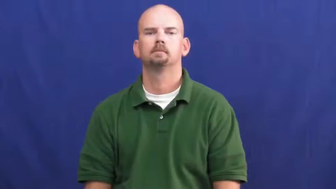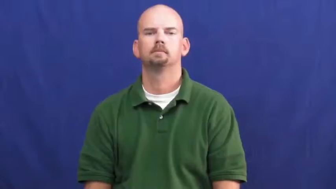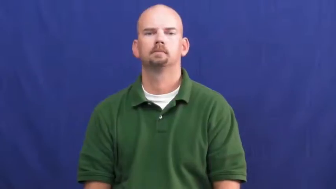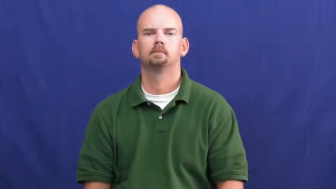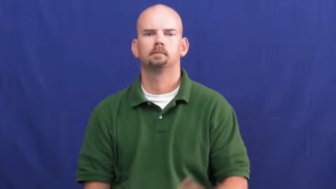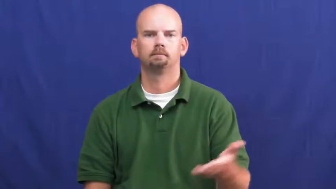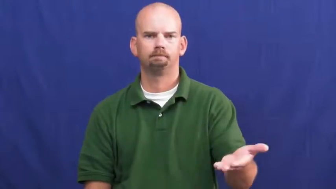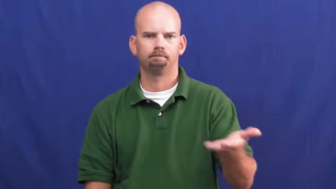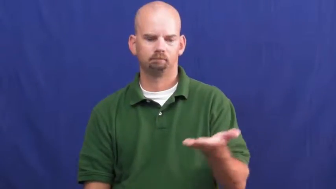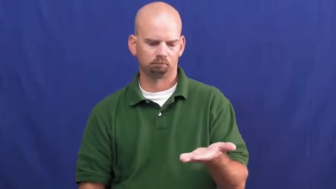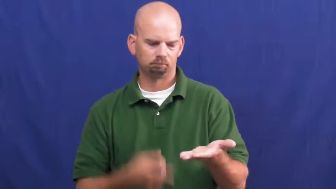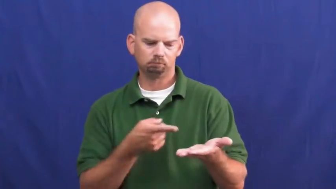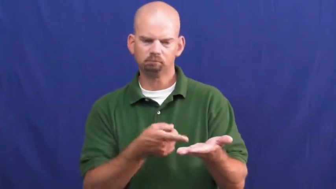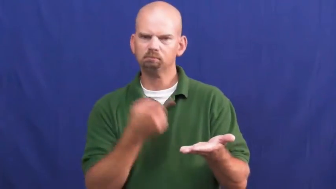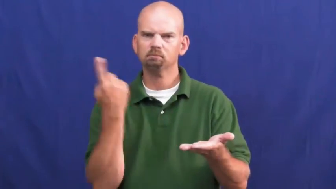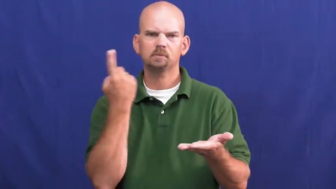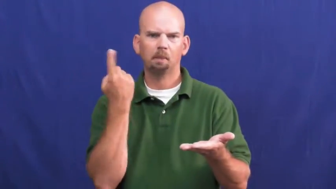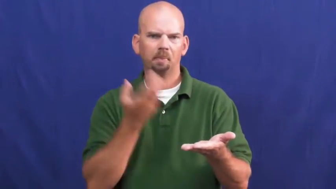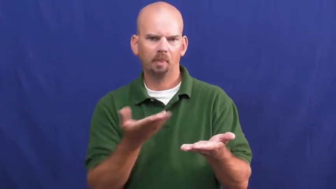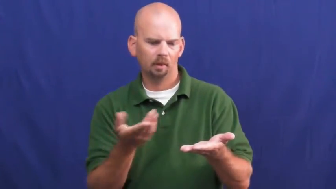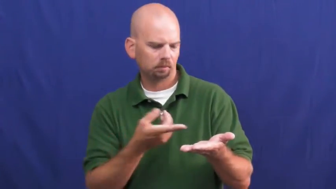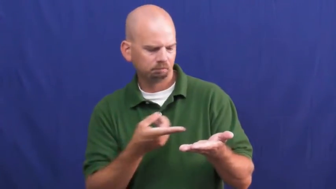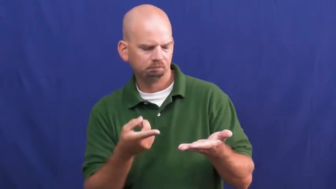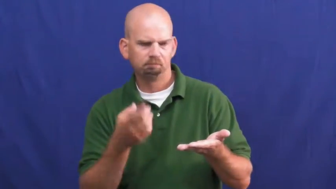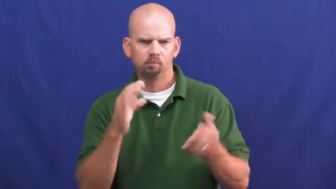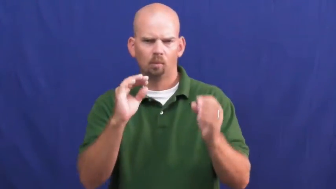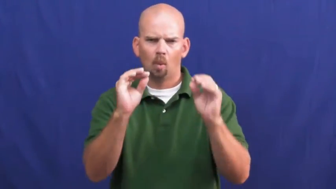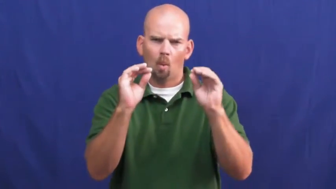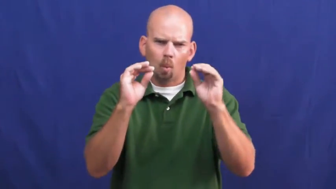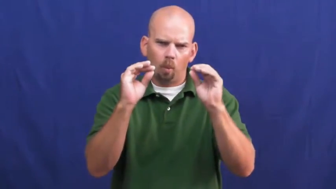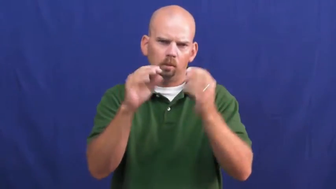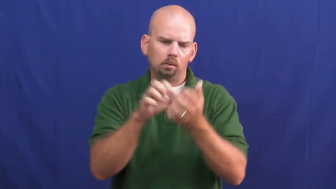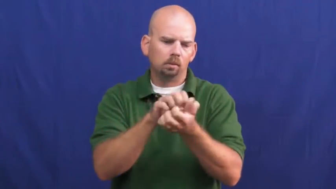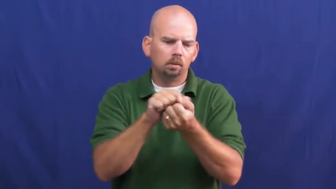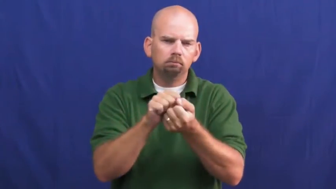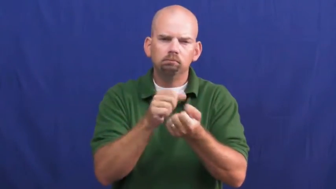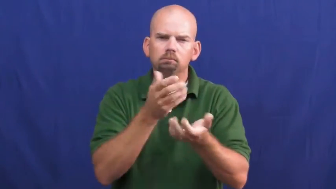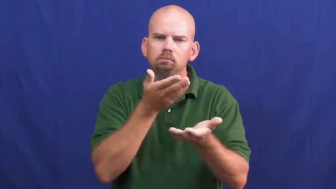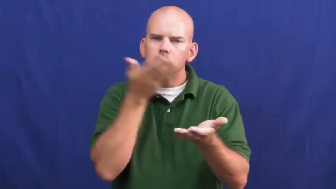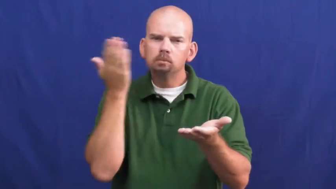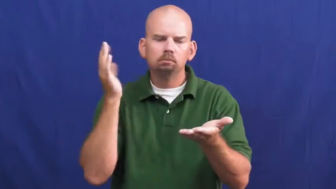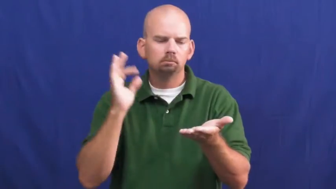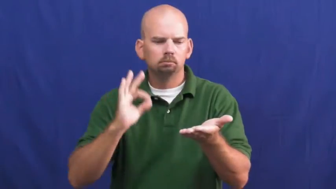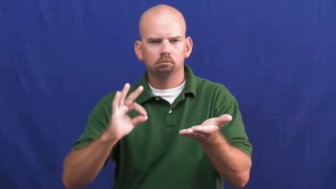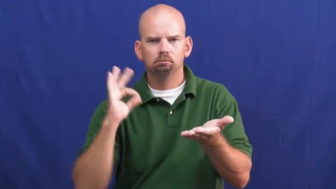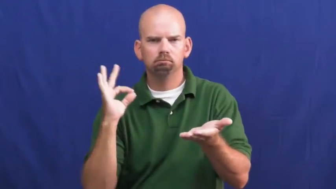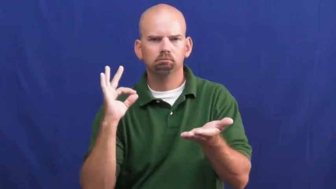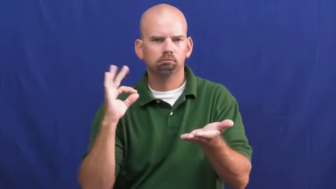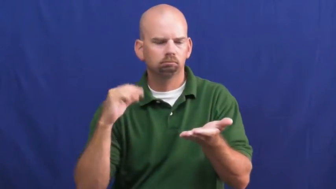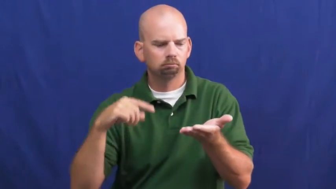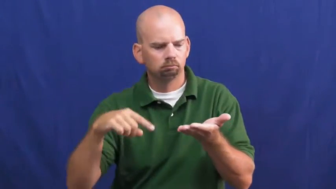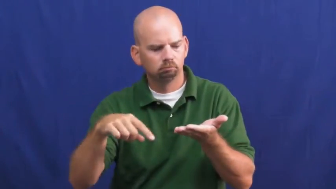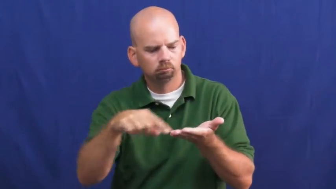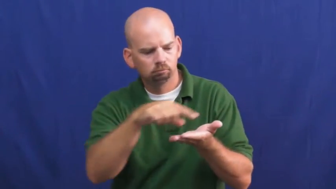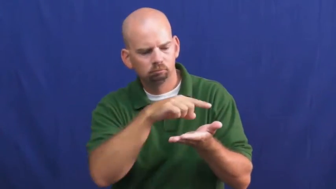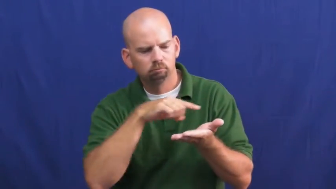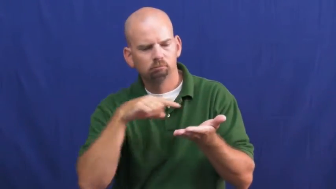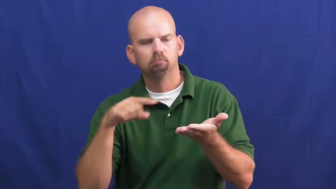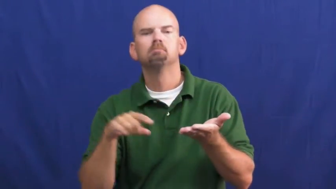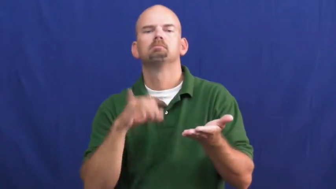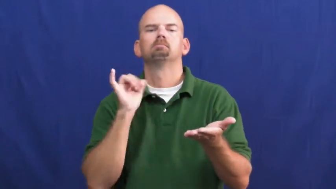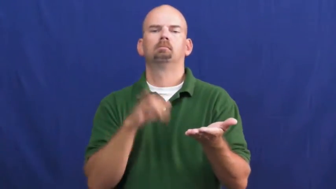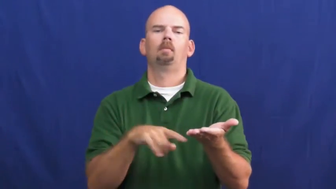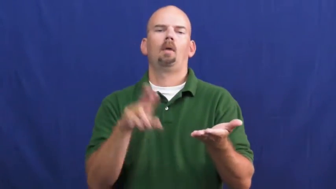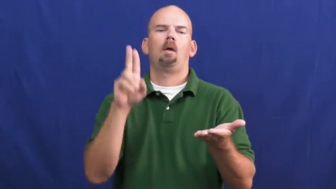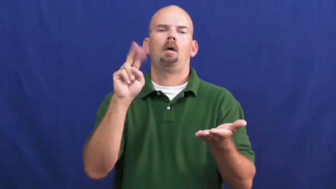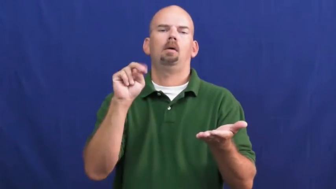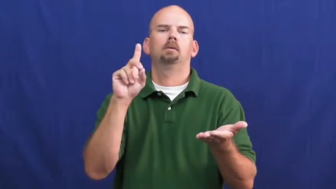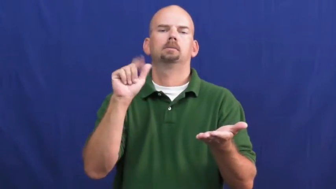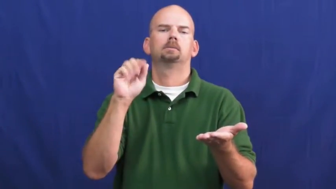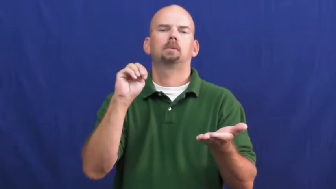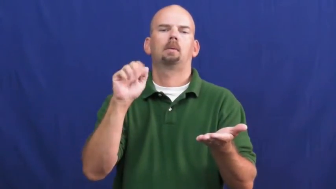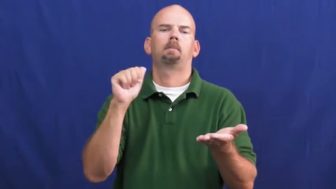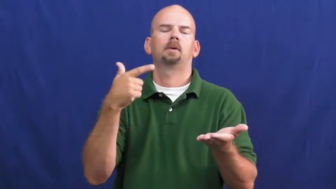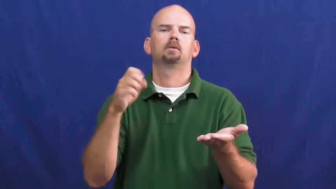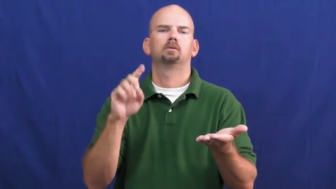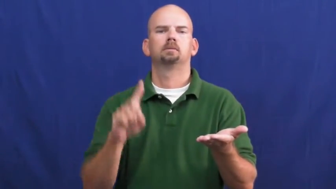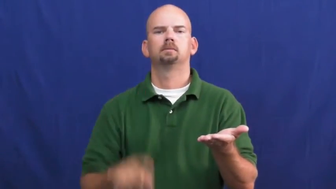undamaged